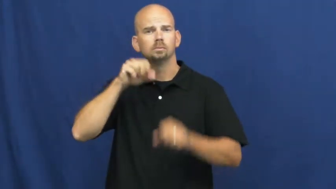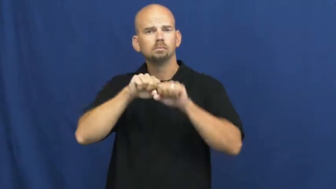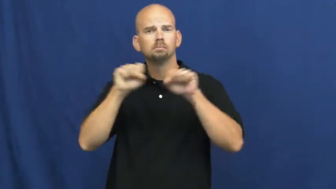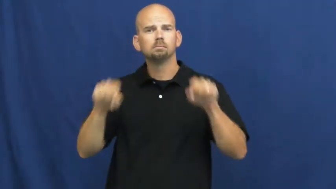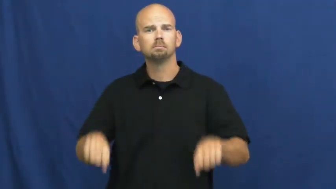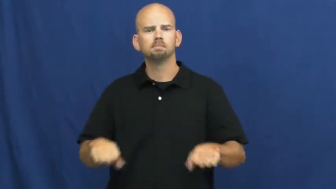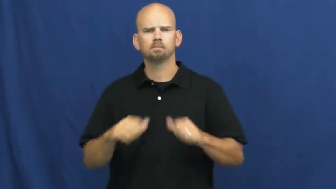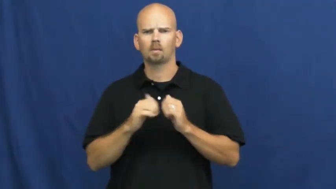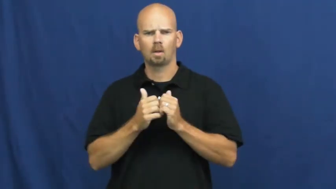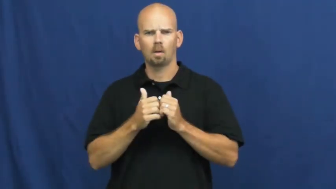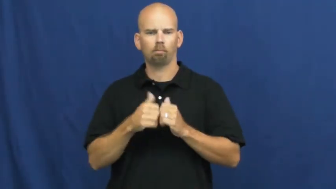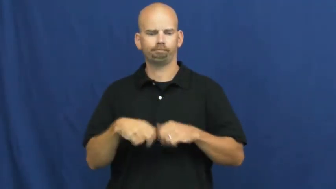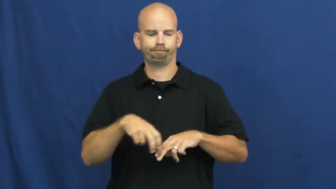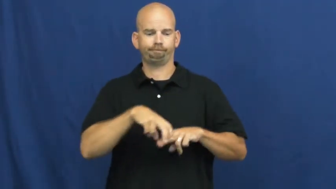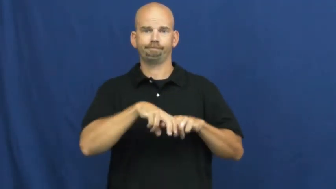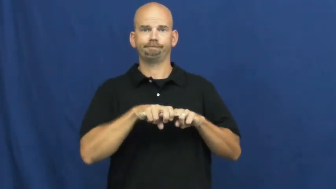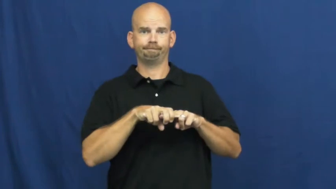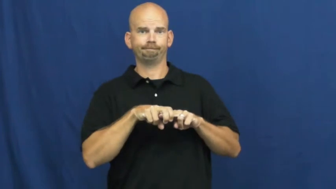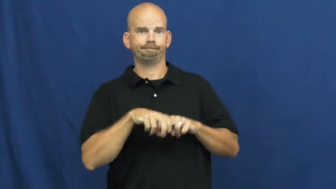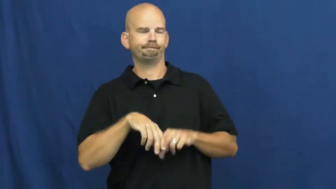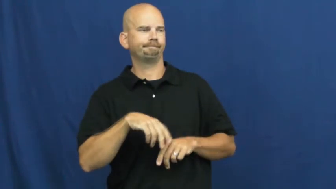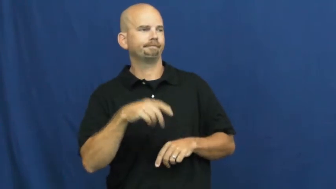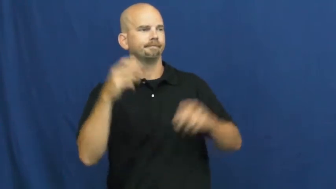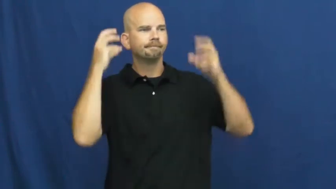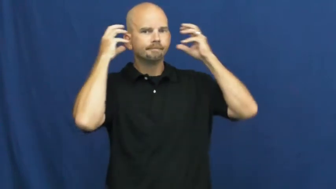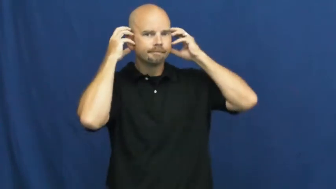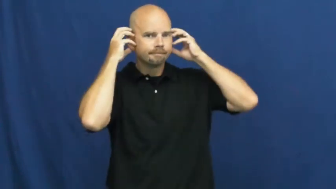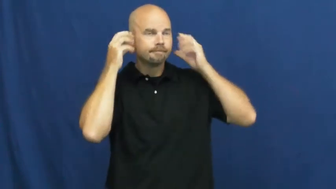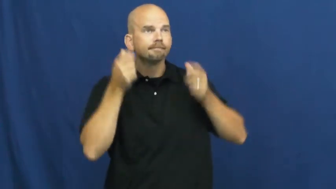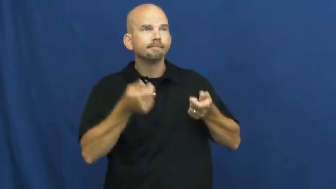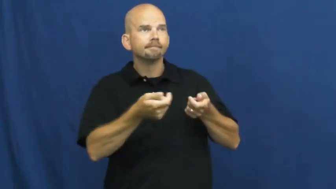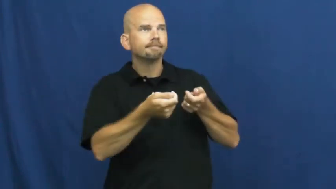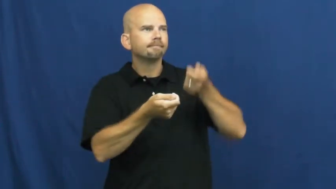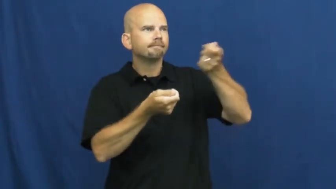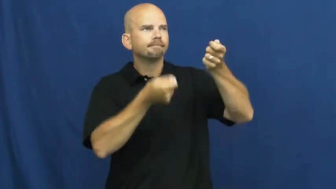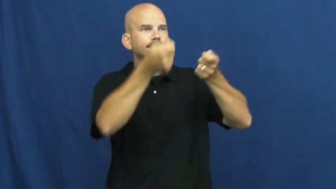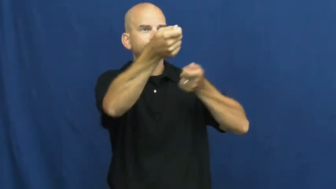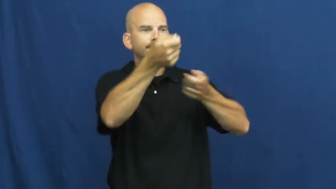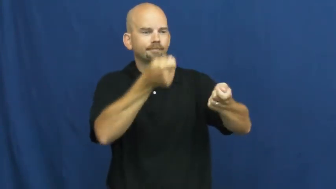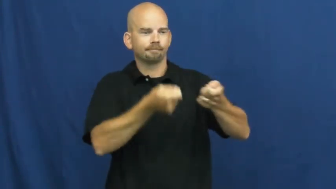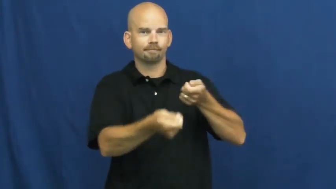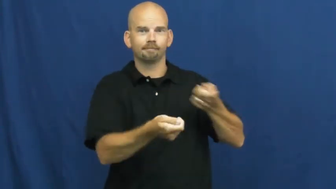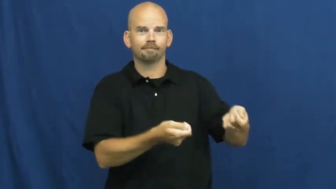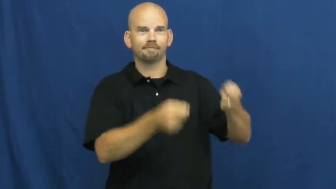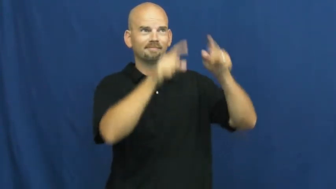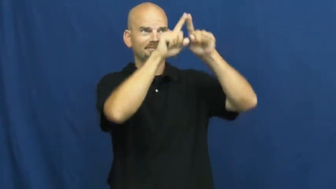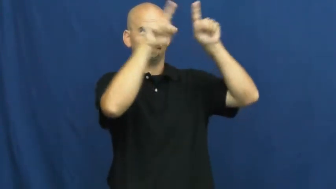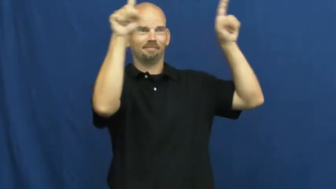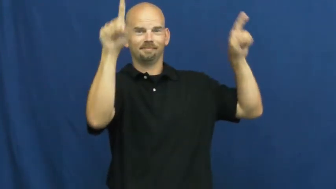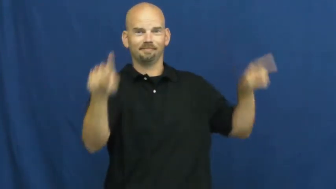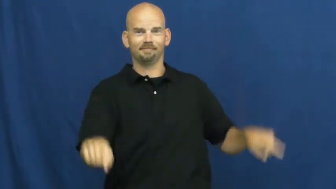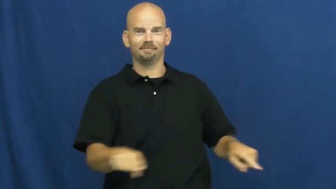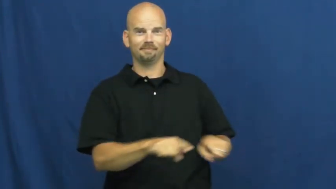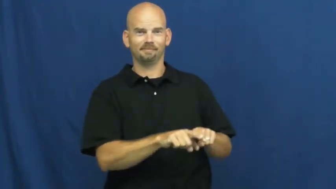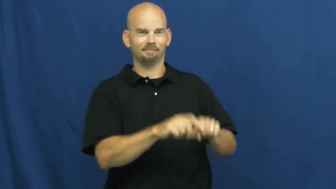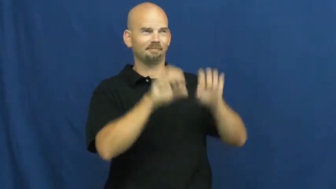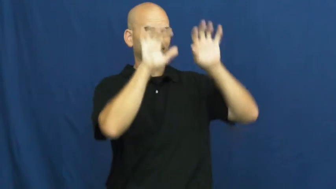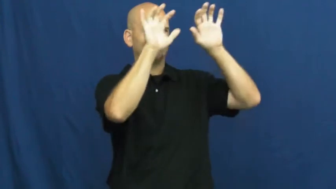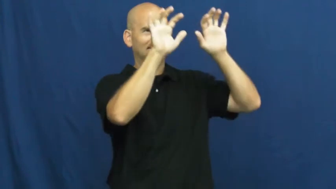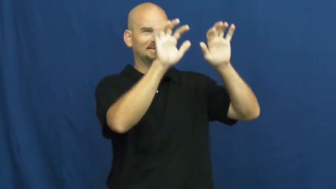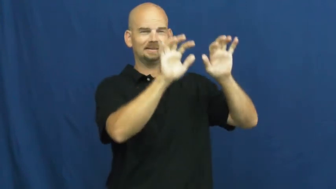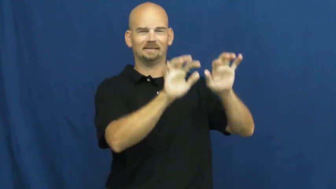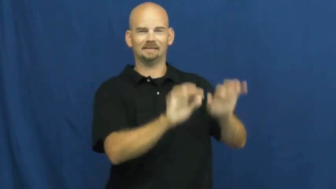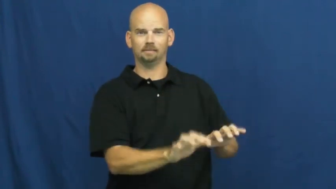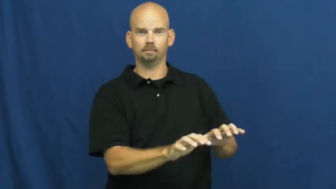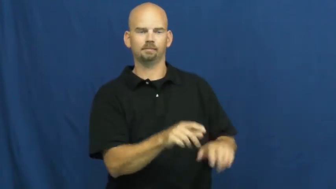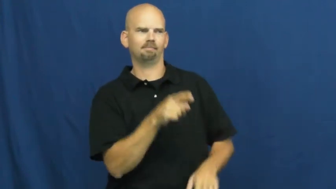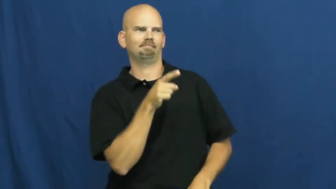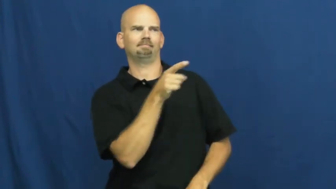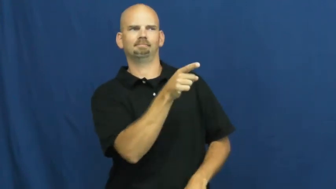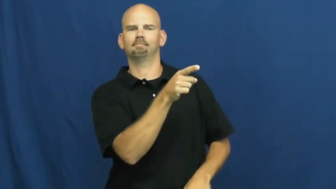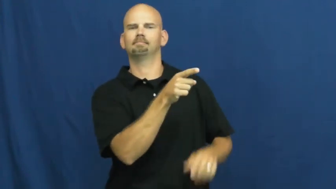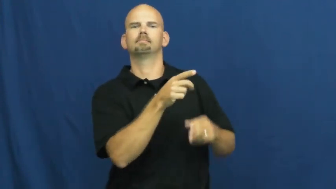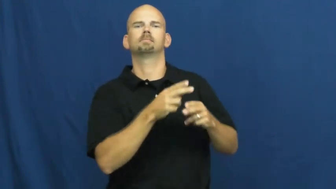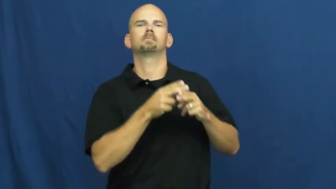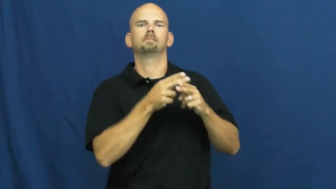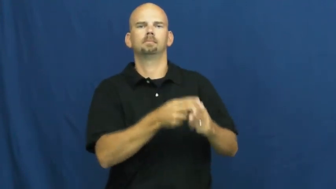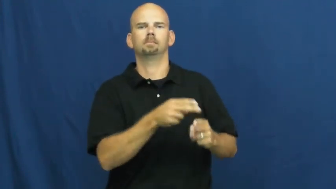switchboard